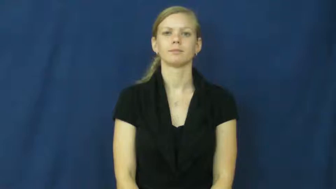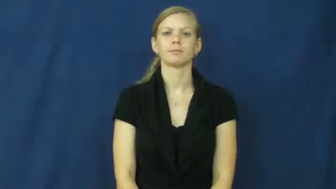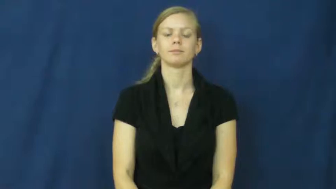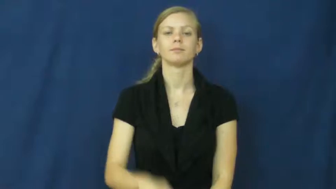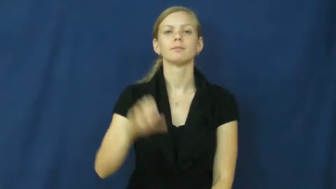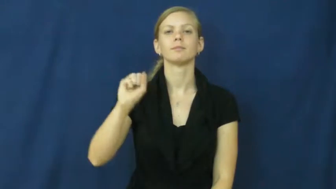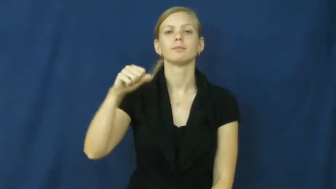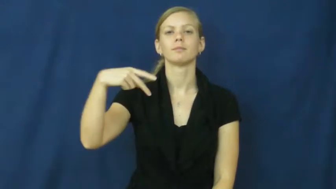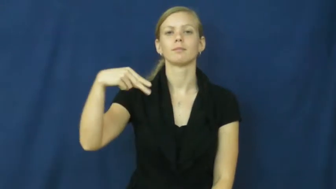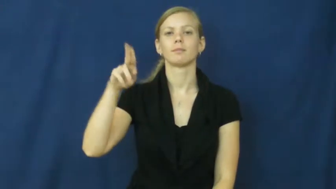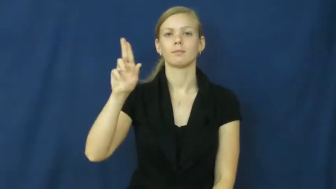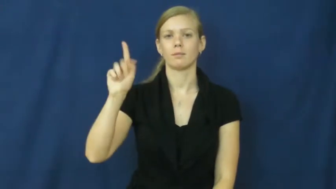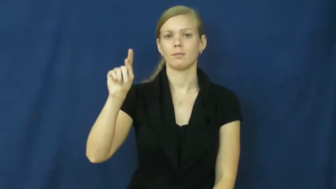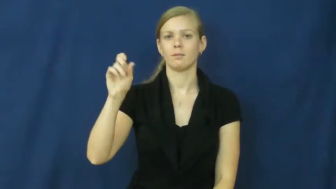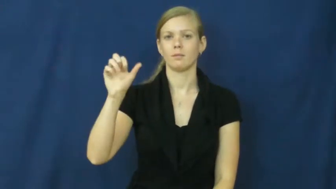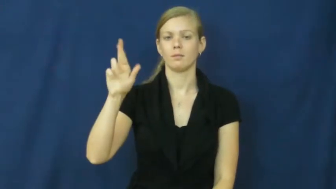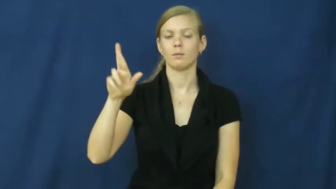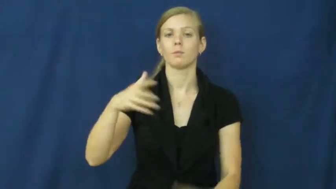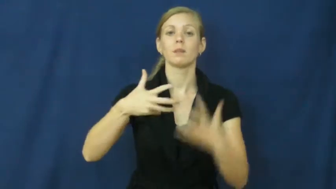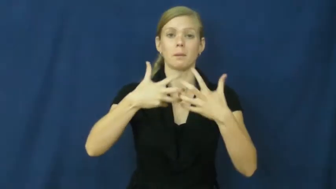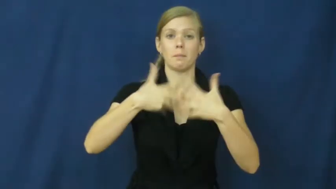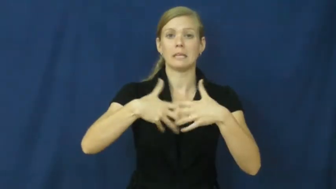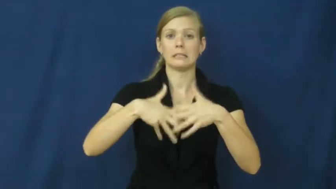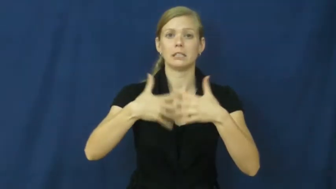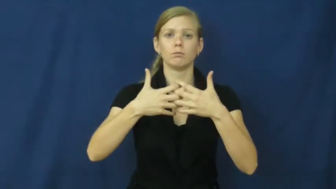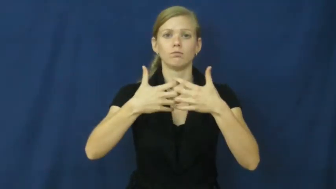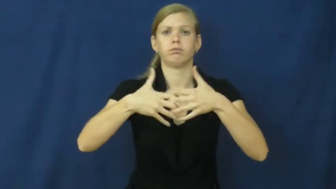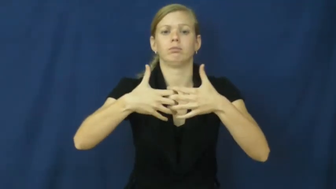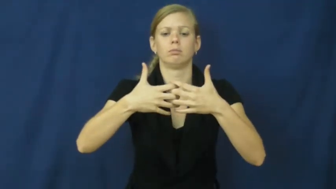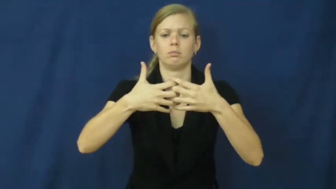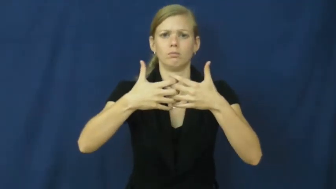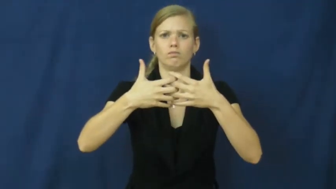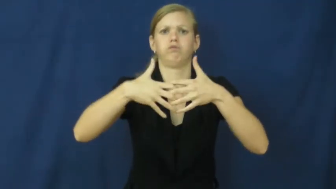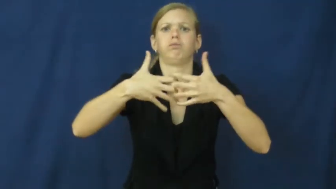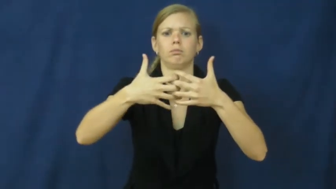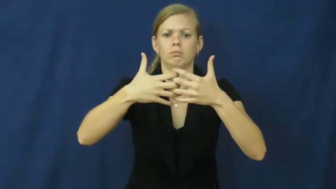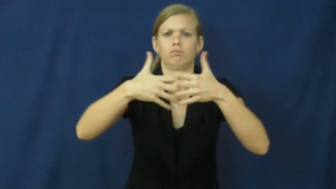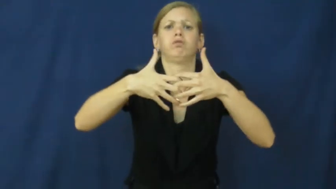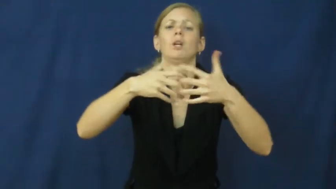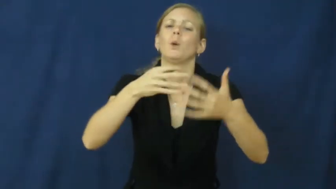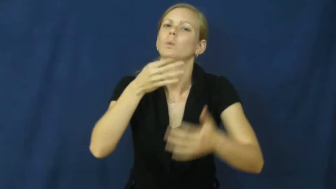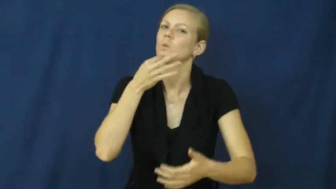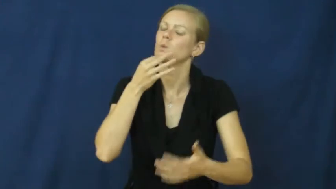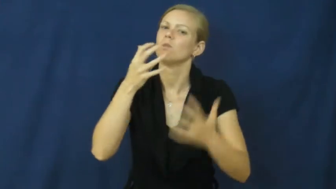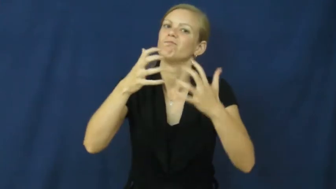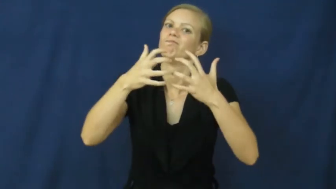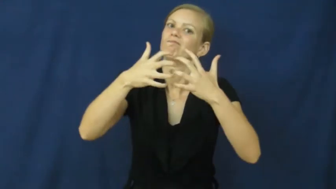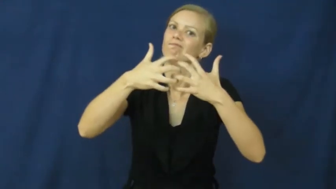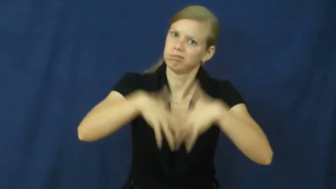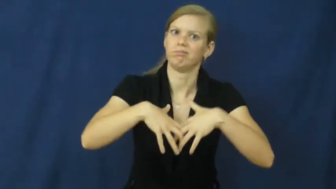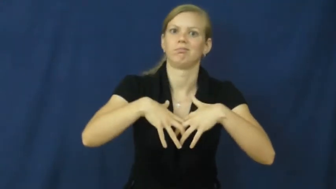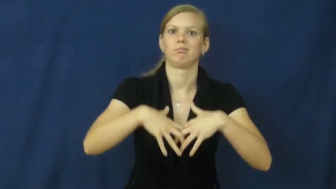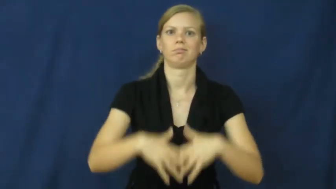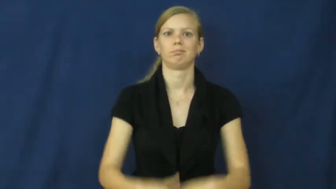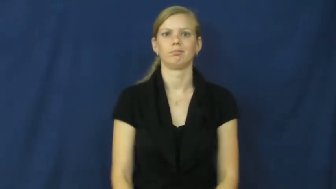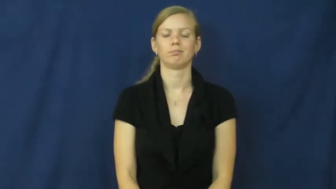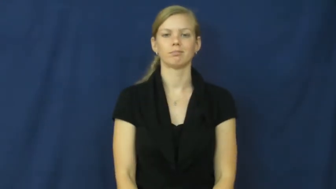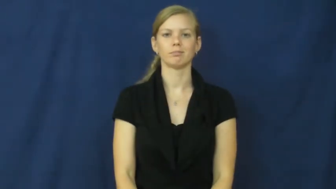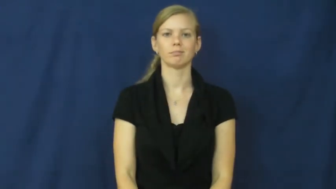sputter-noise